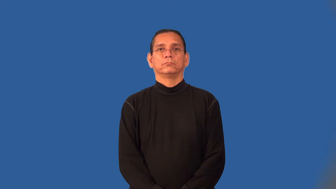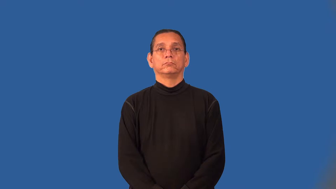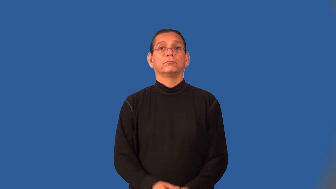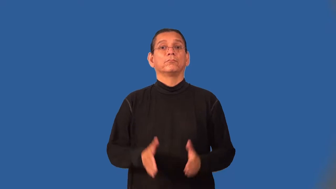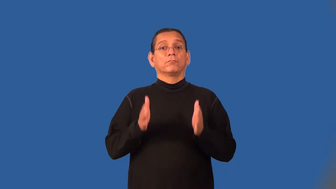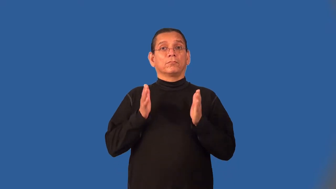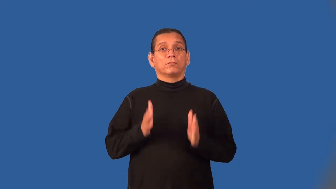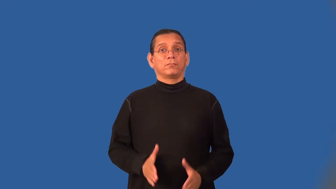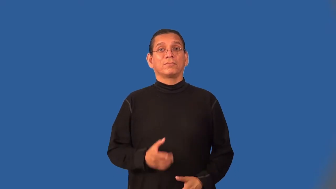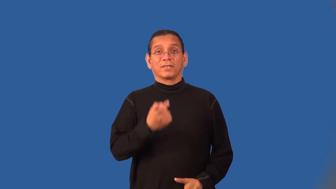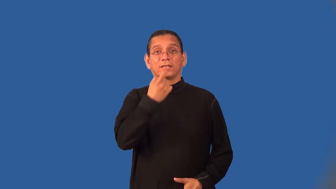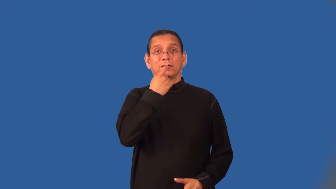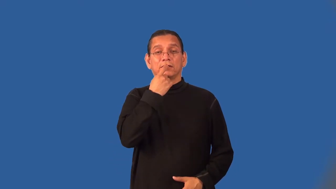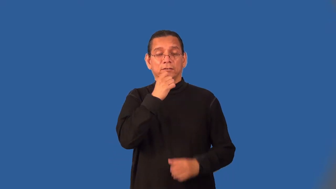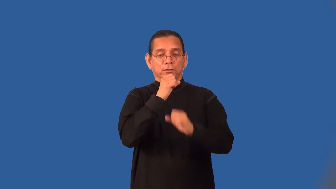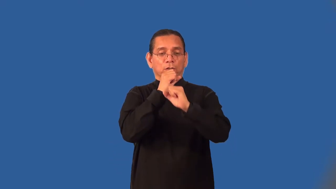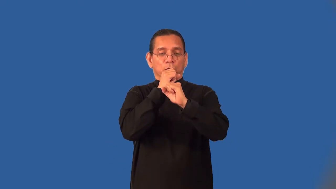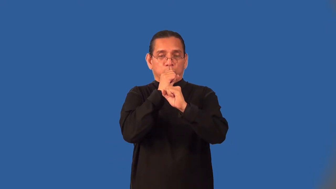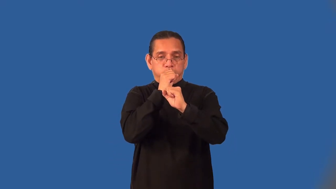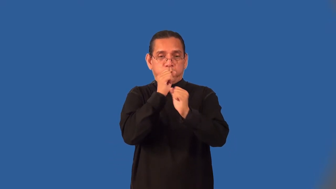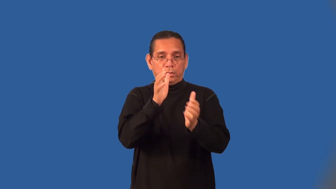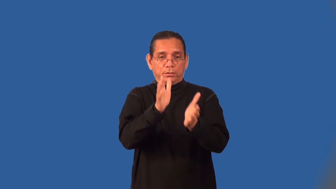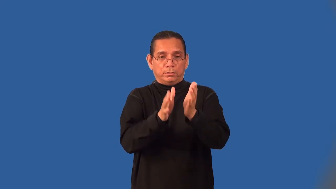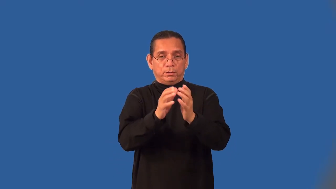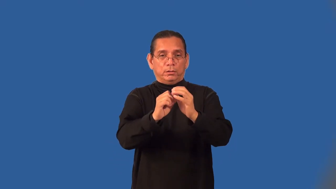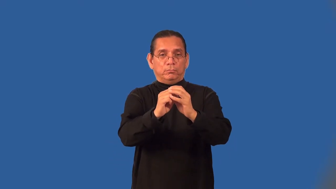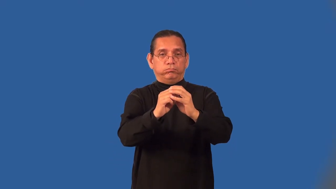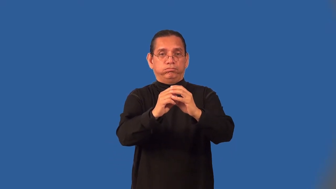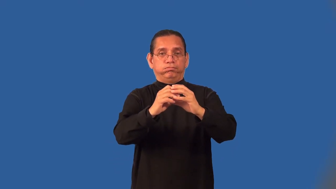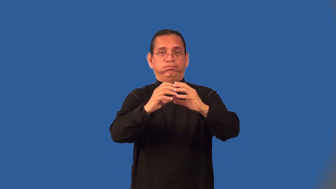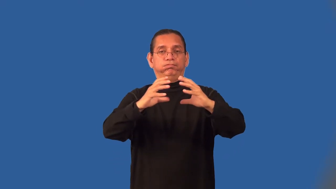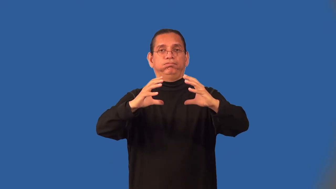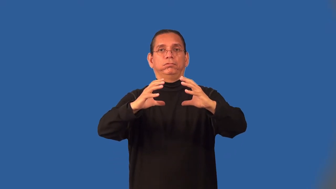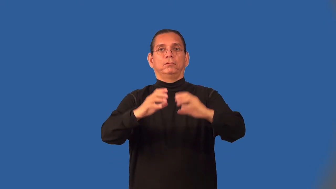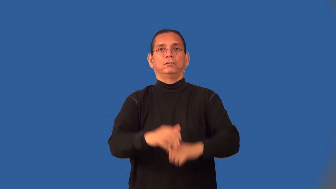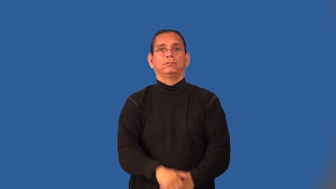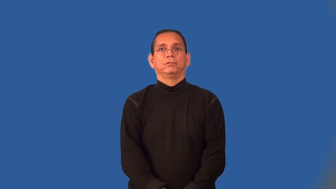glassblower